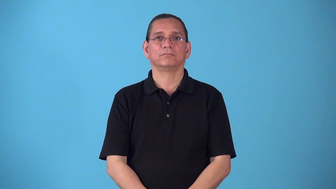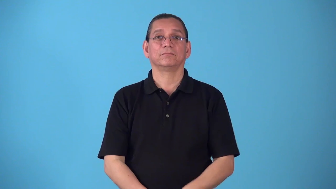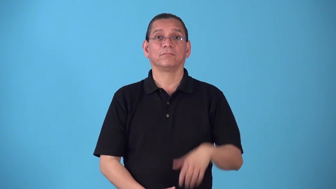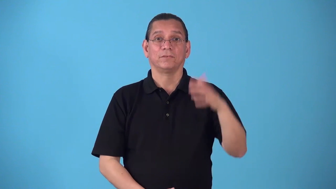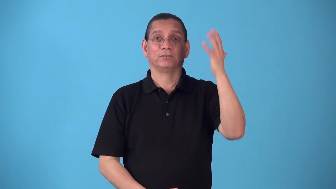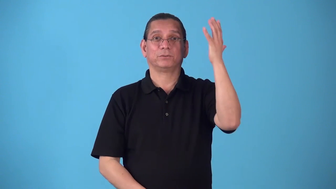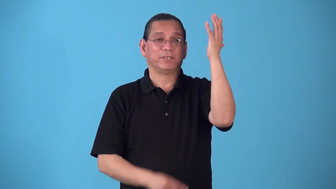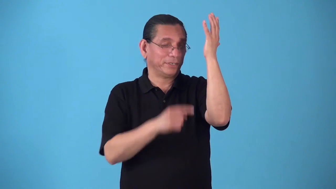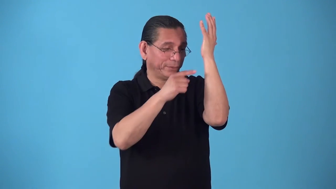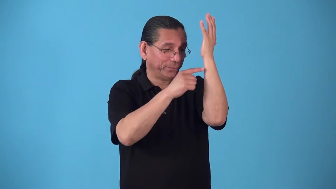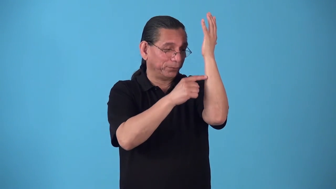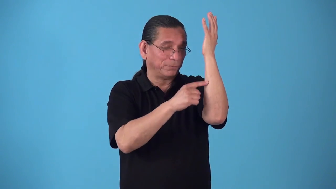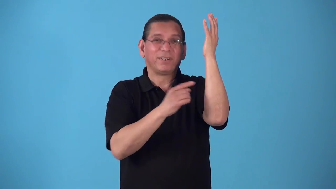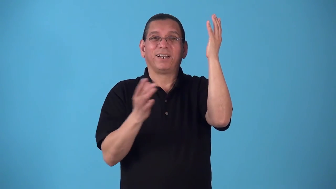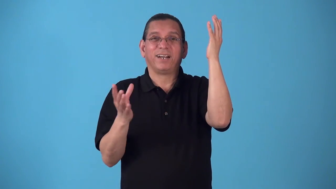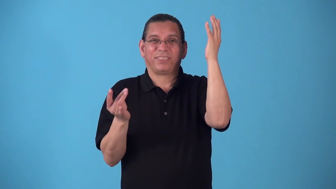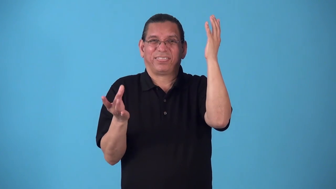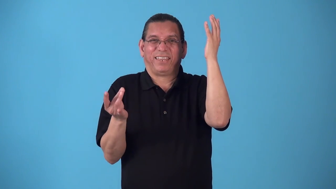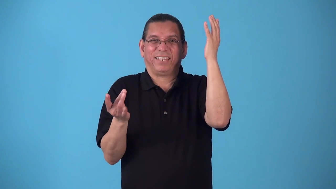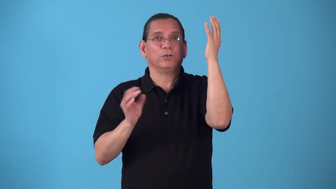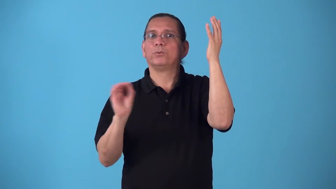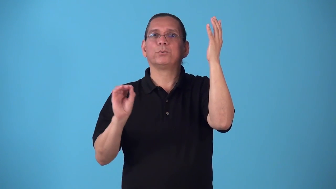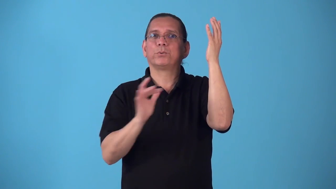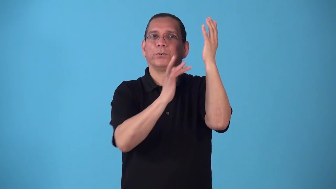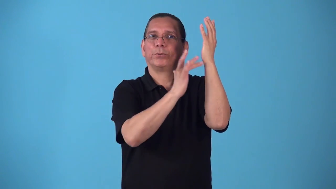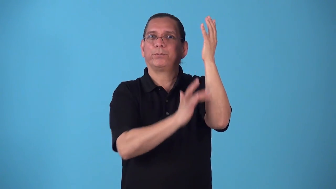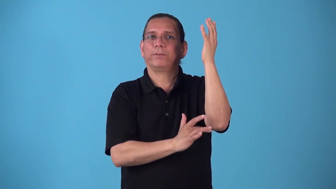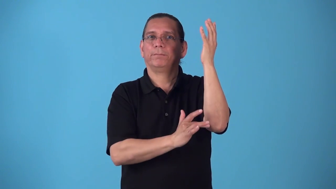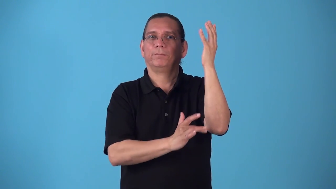sapless-tree